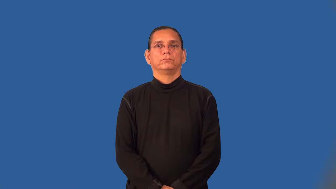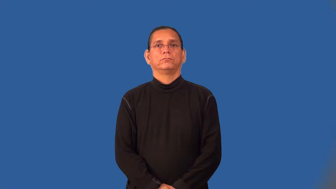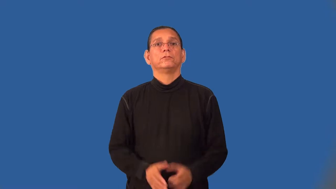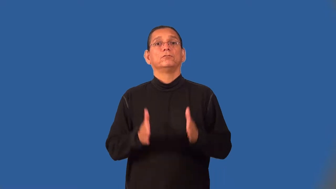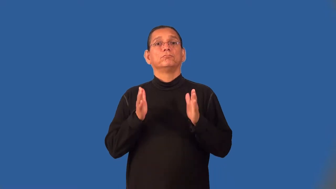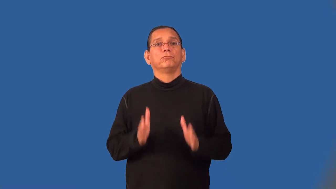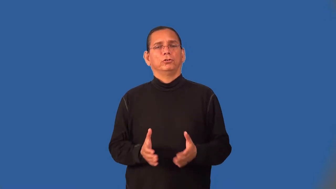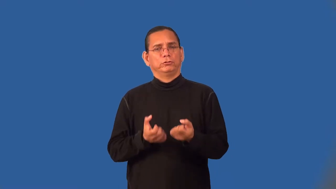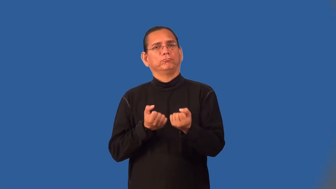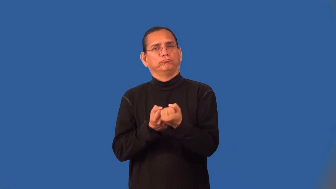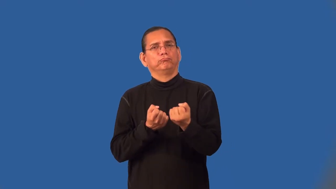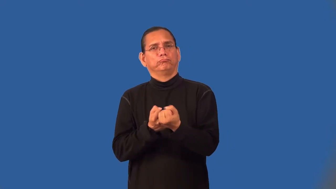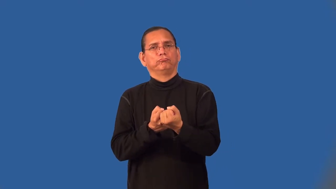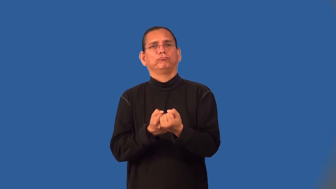sympathizer